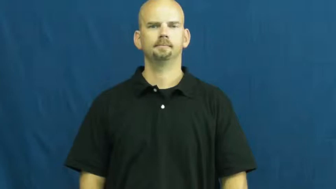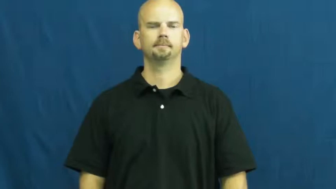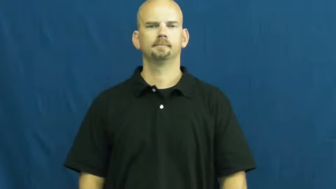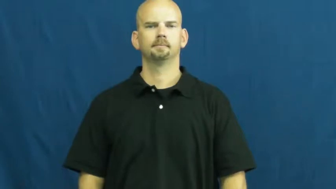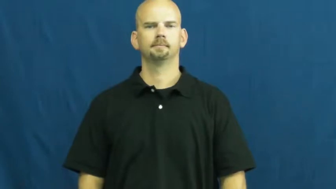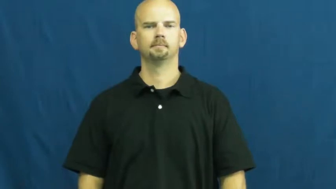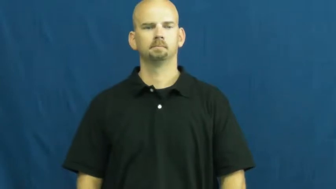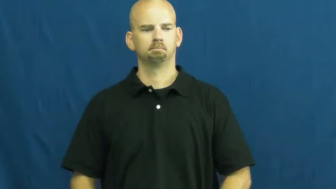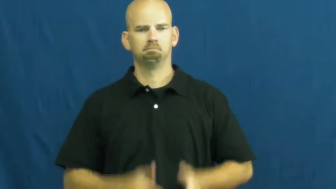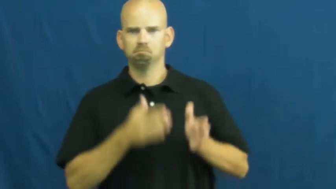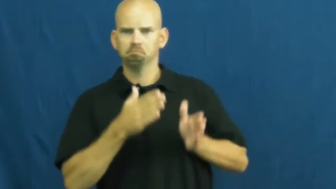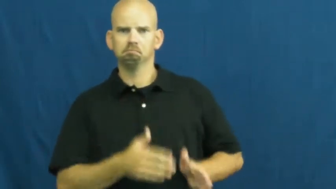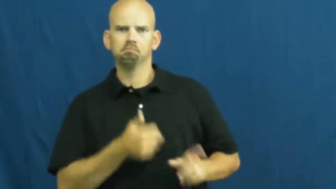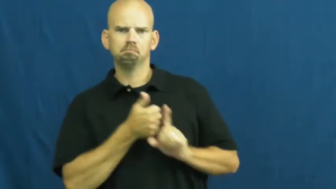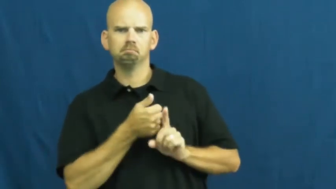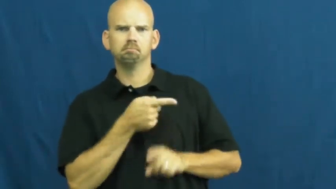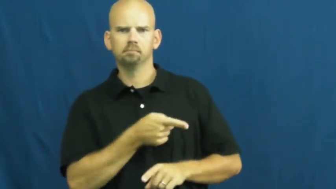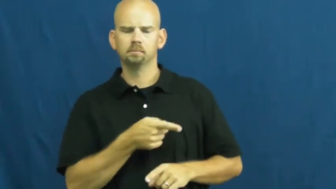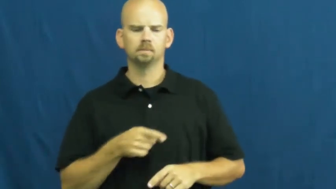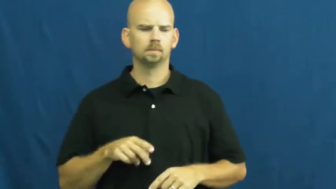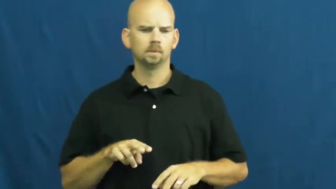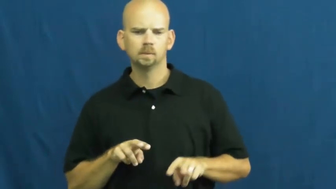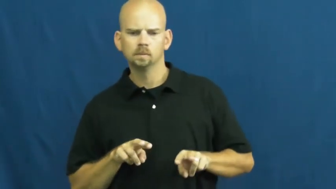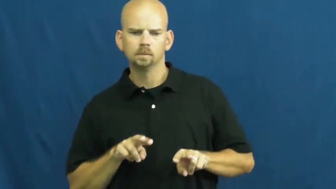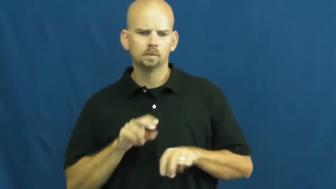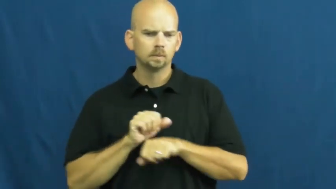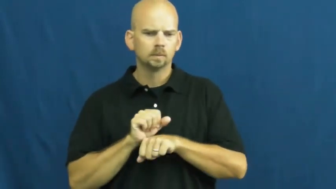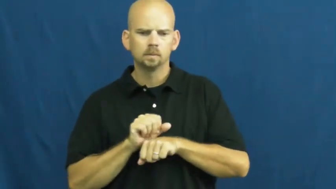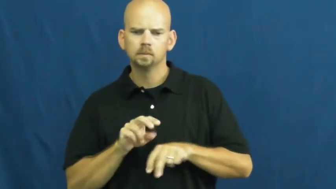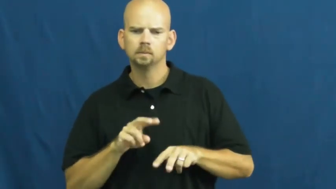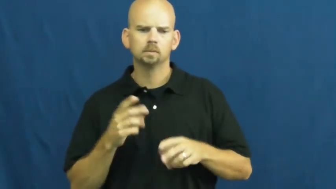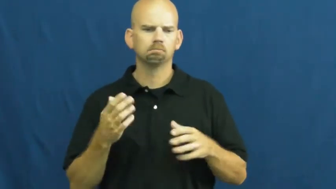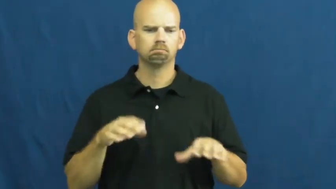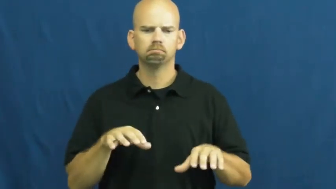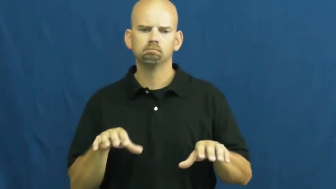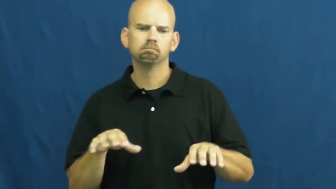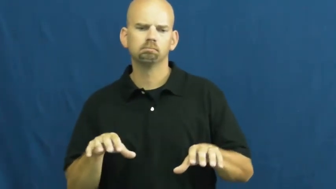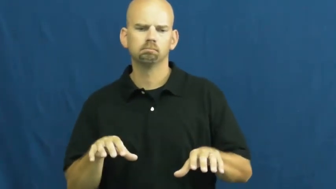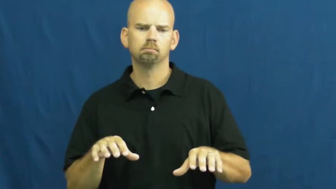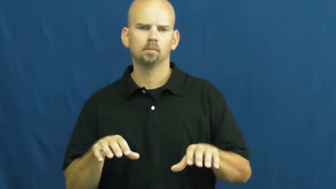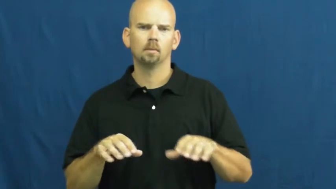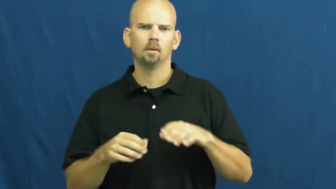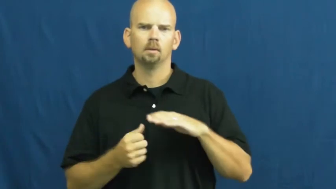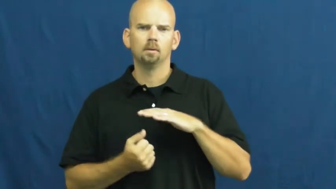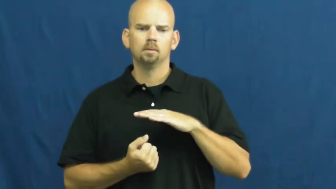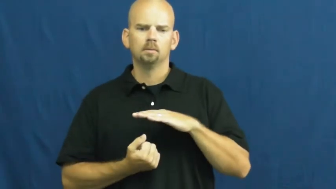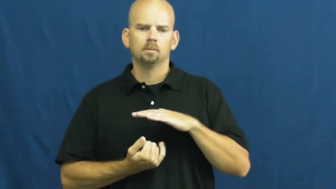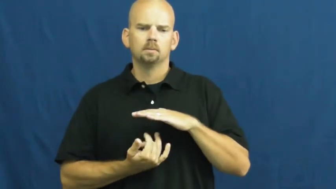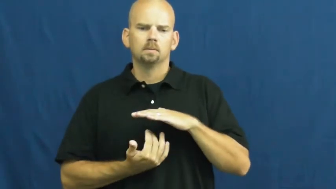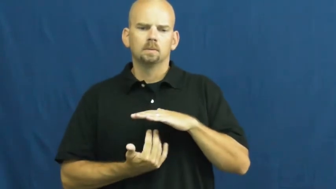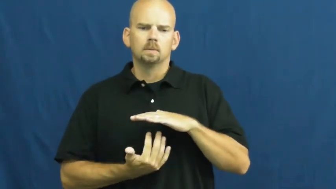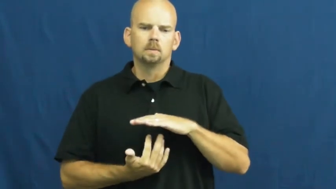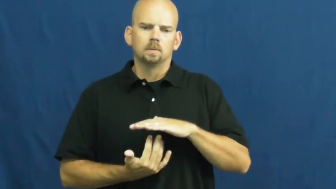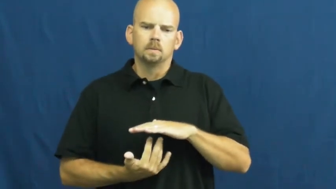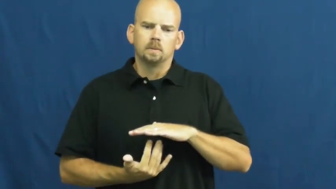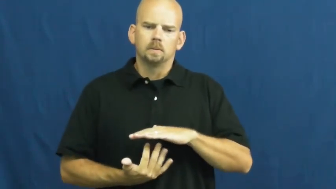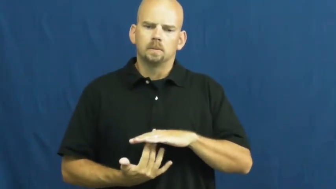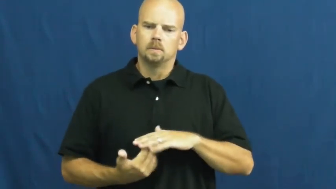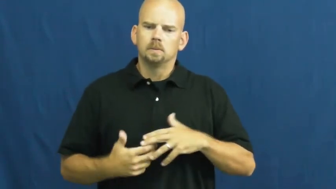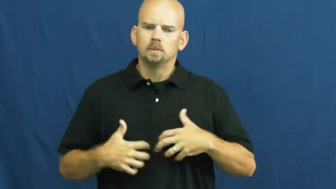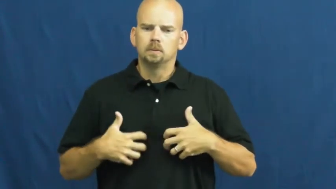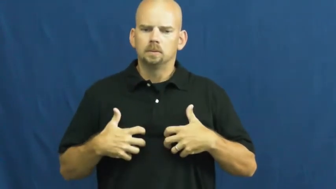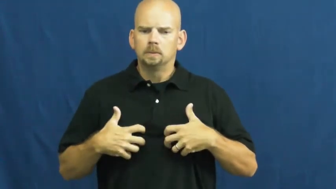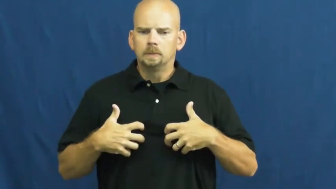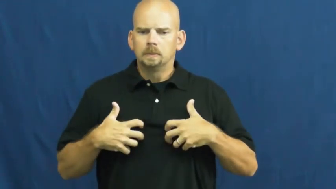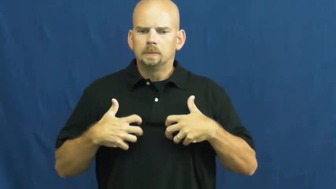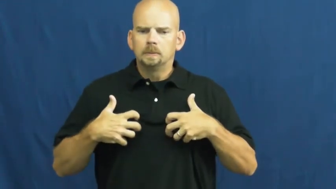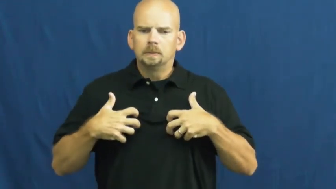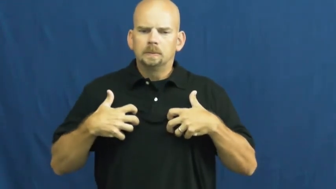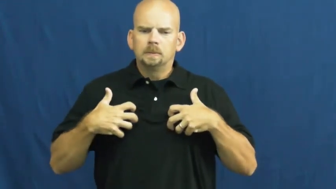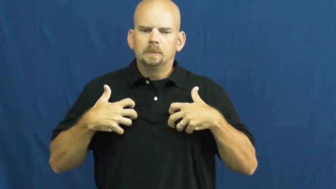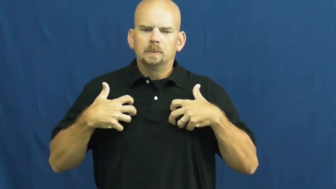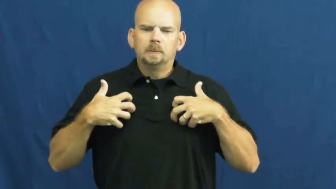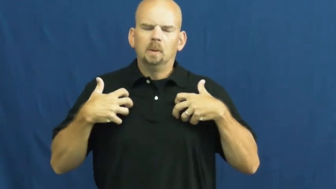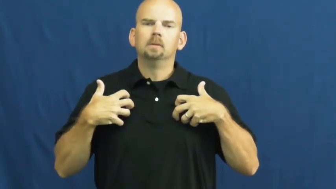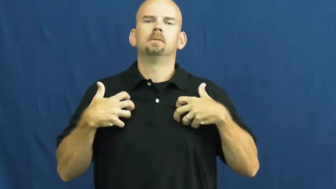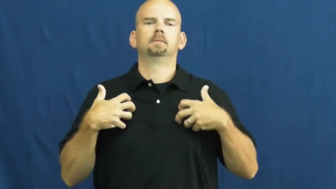smolder emotions